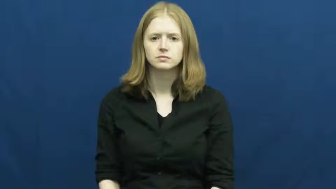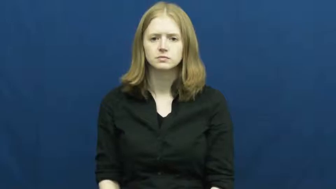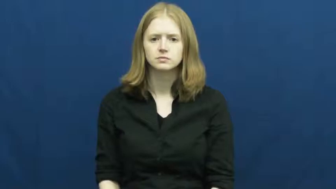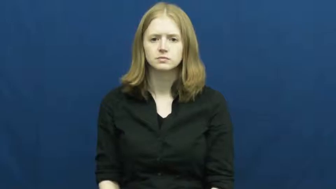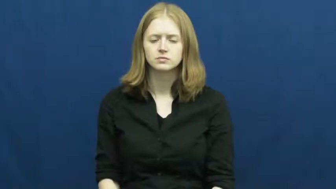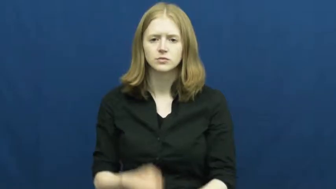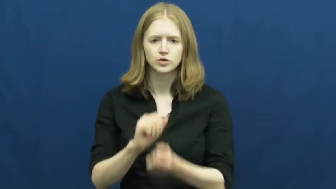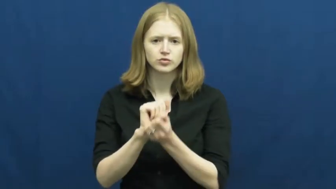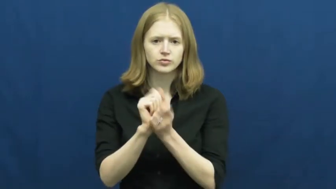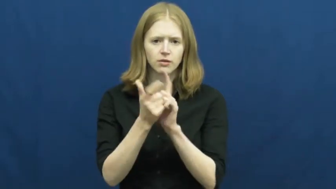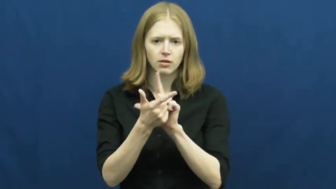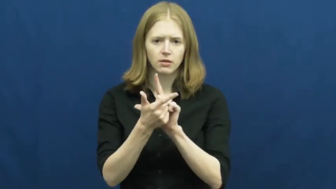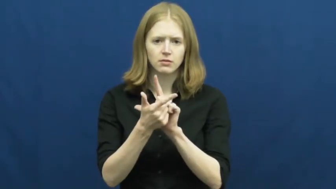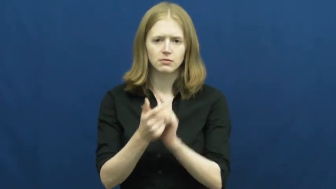translate